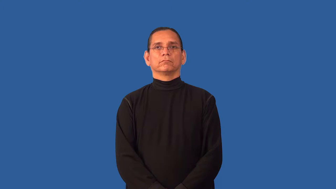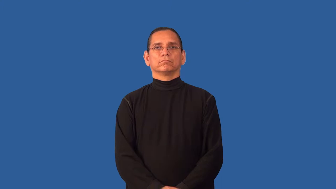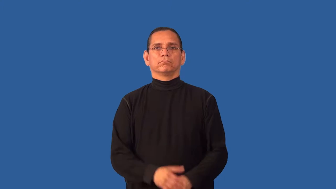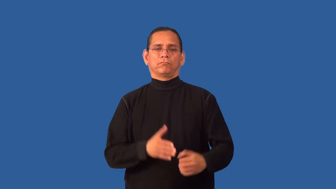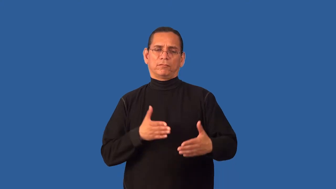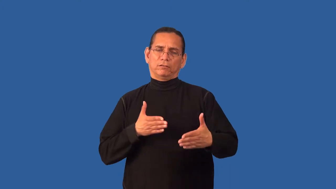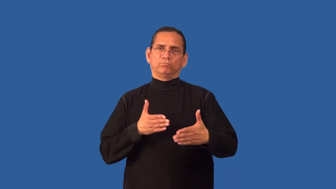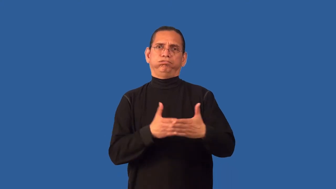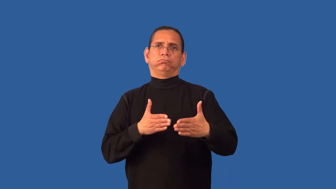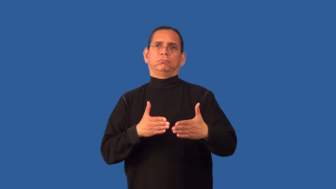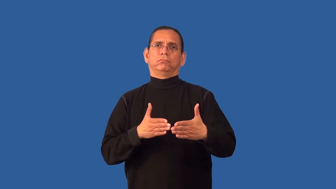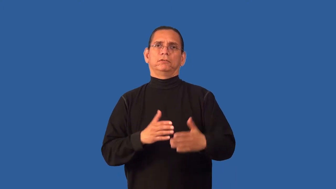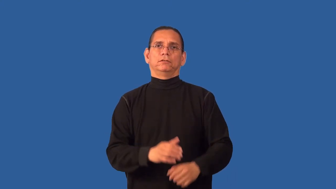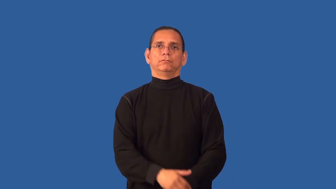anti